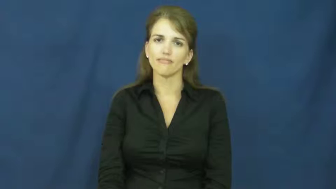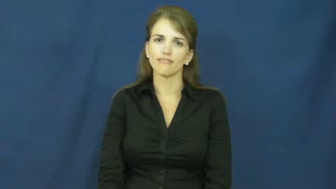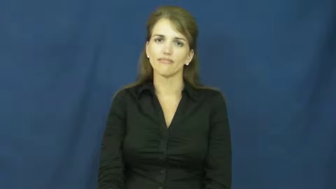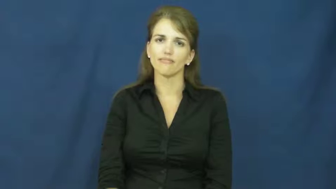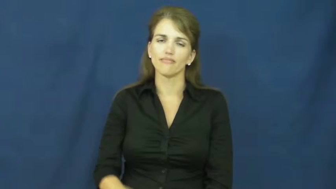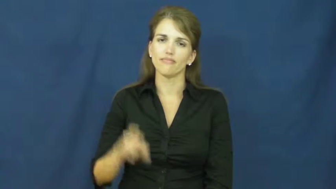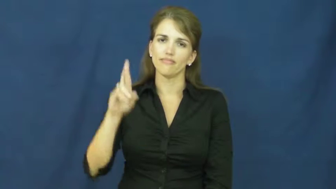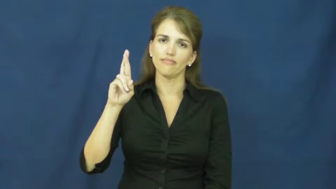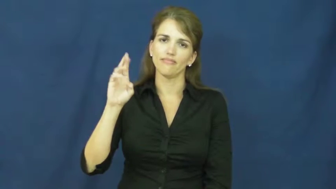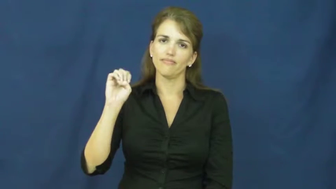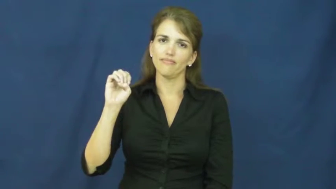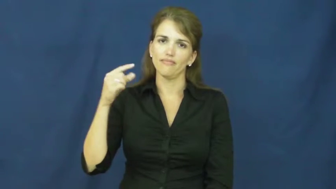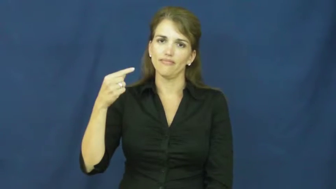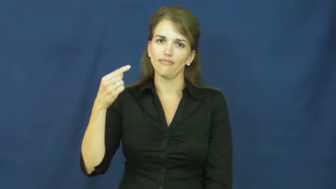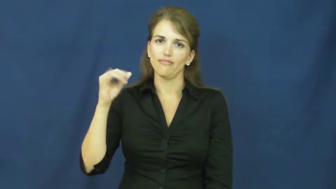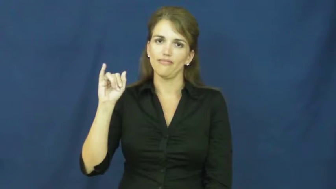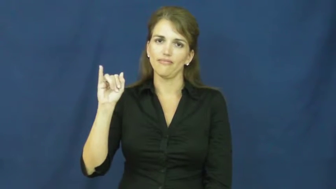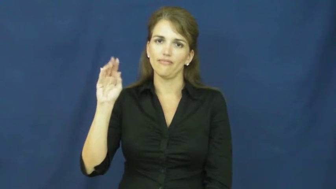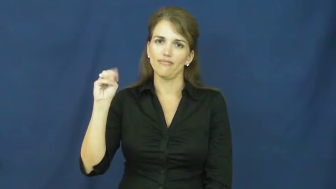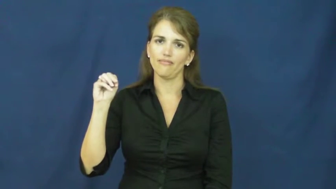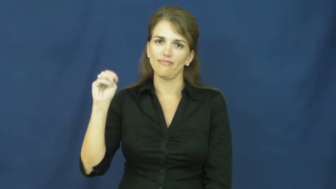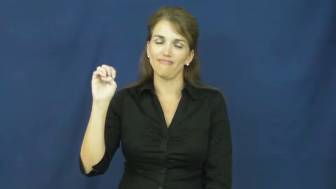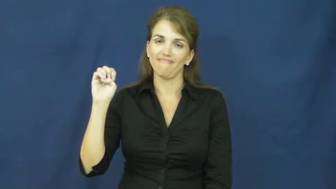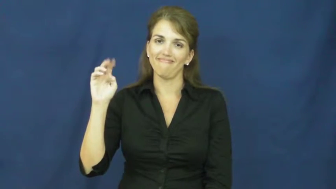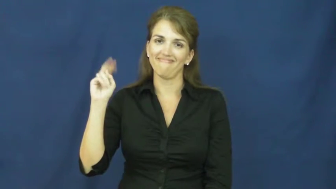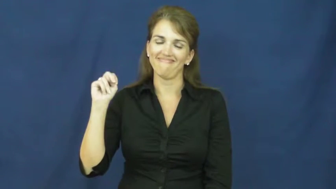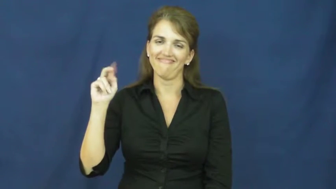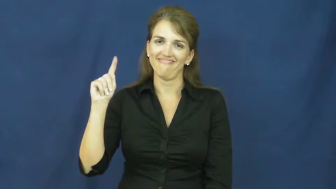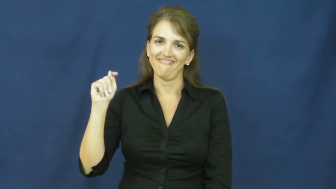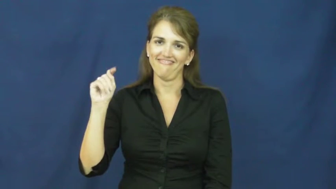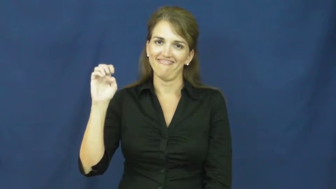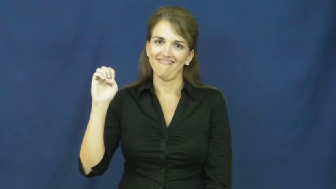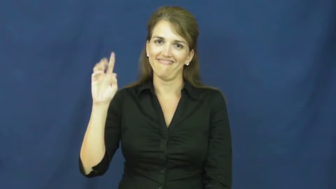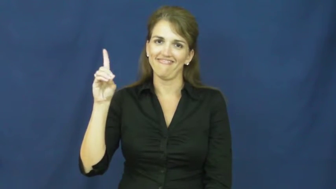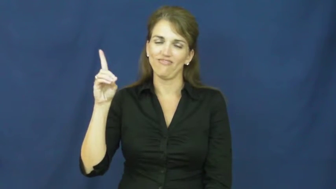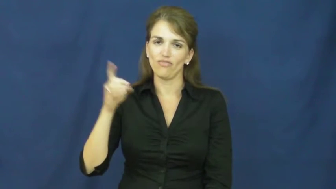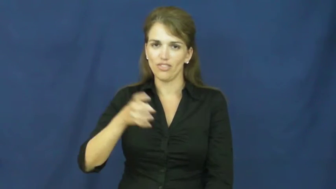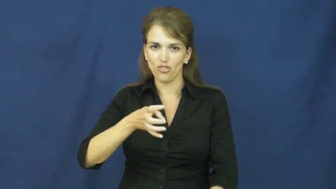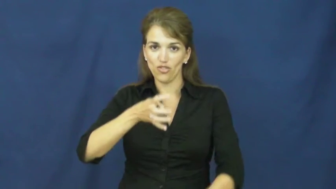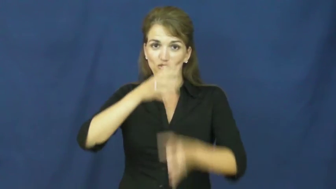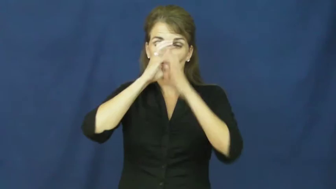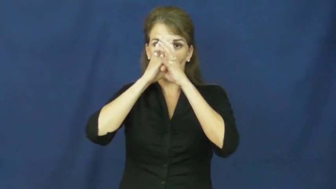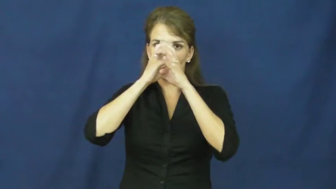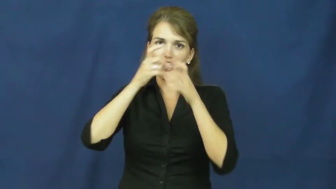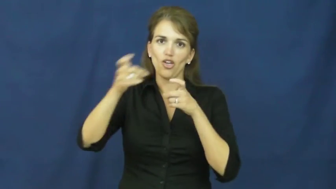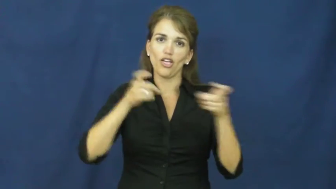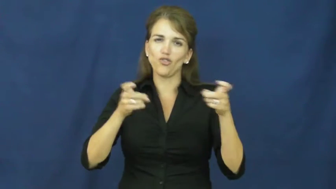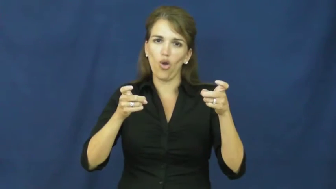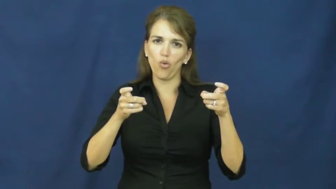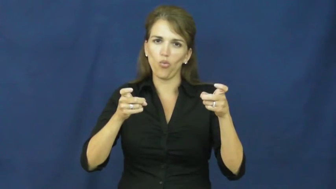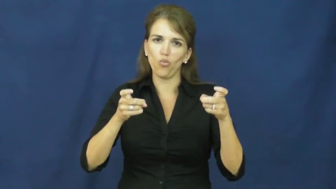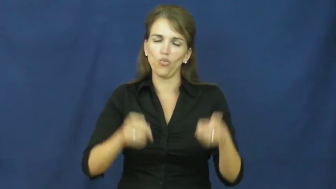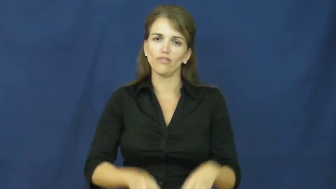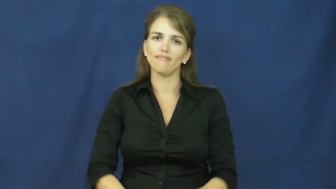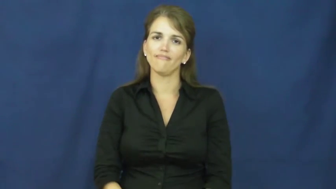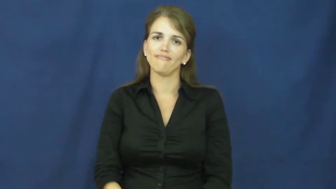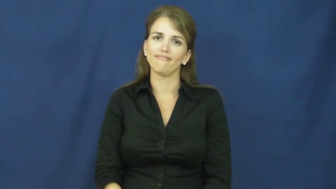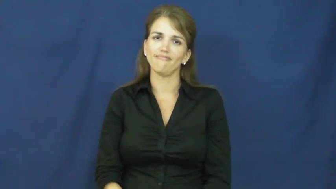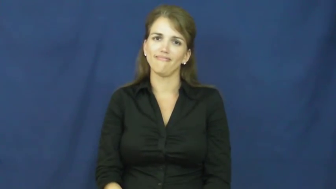regimented